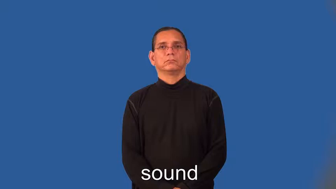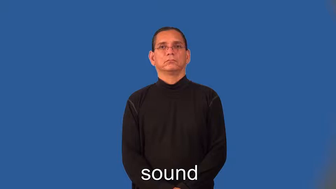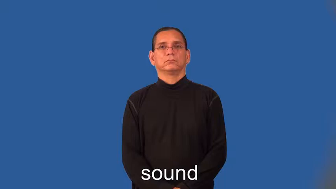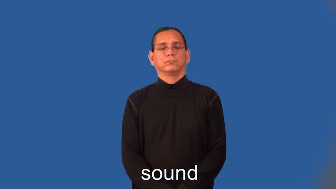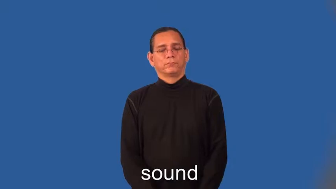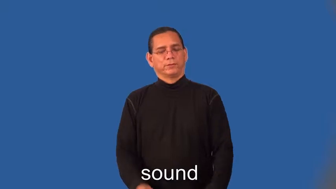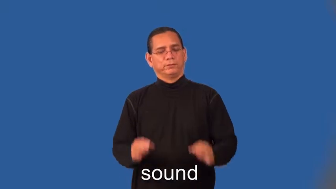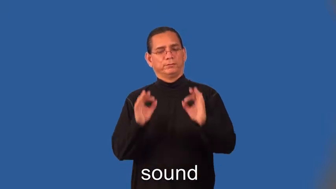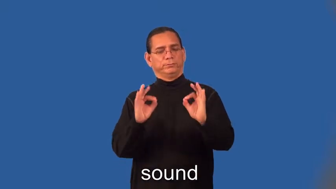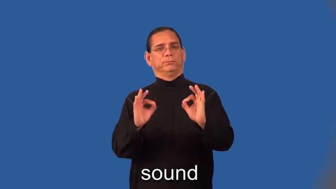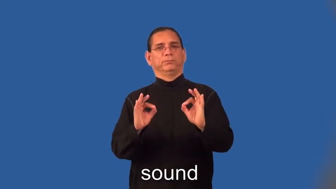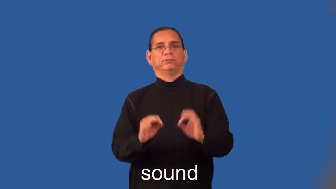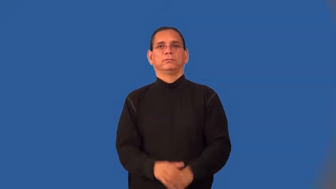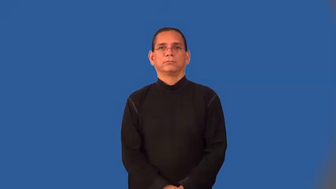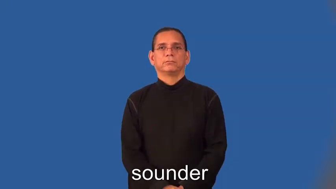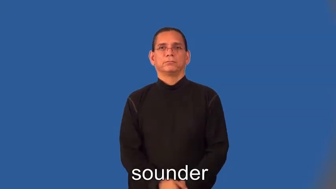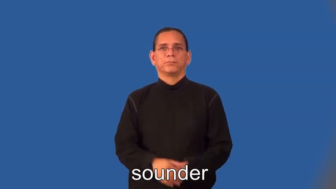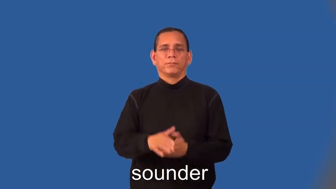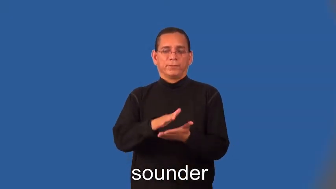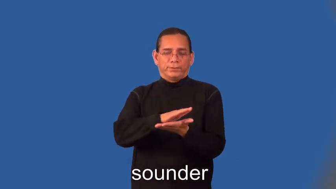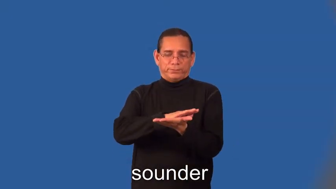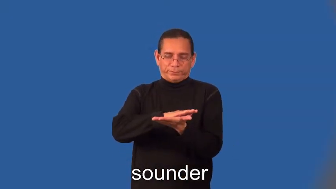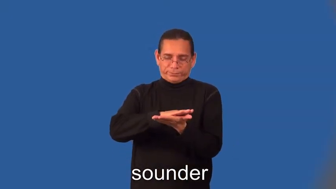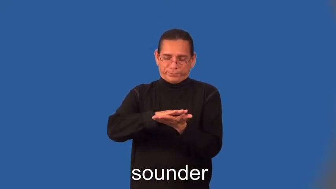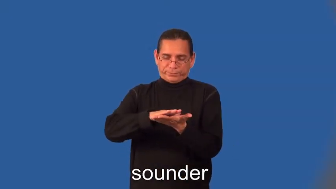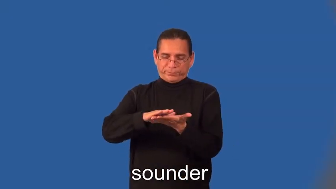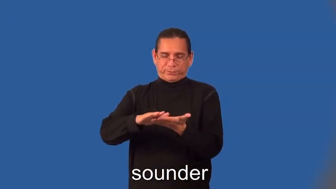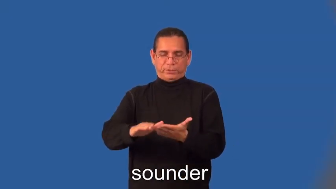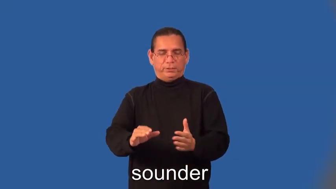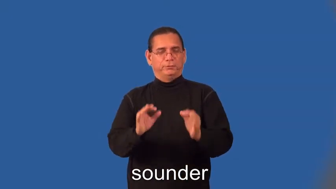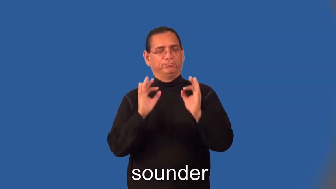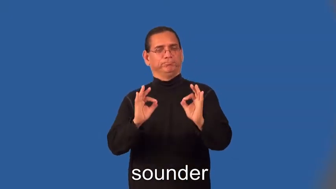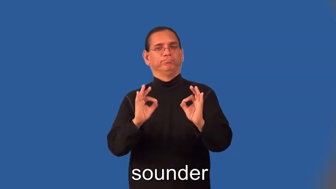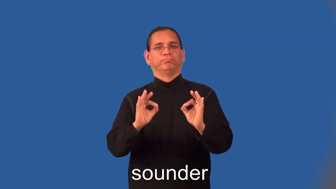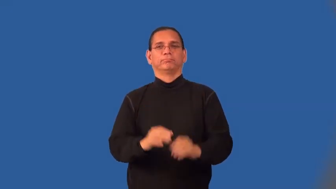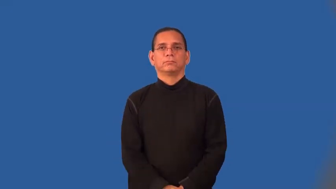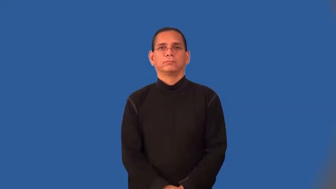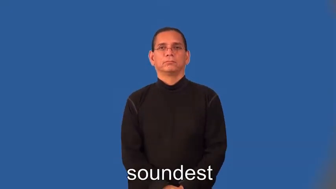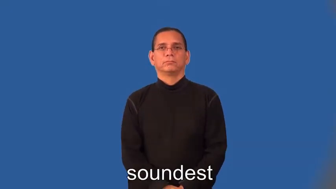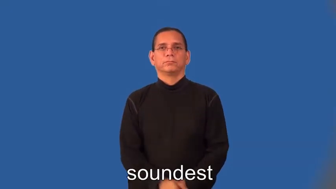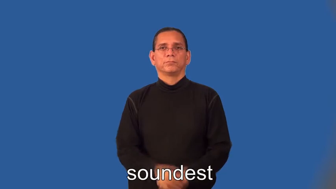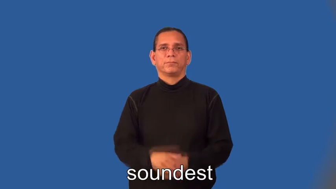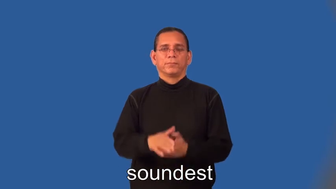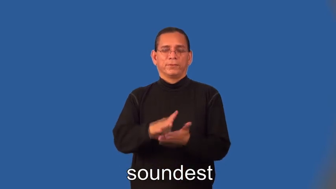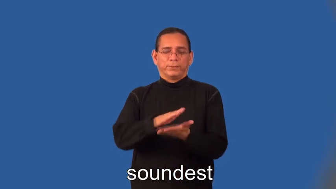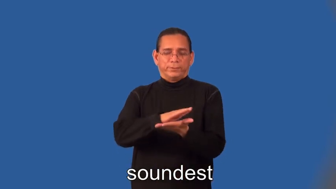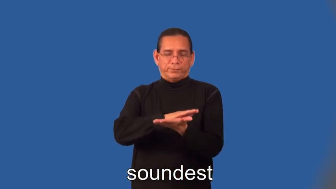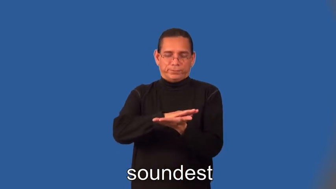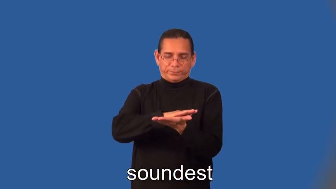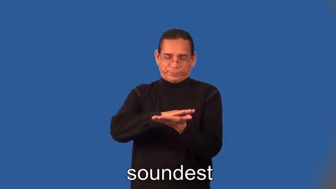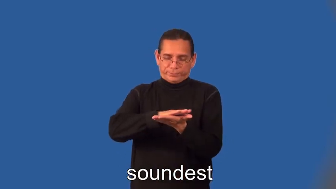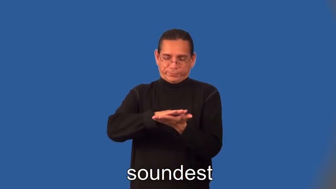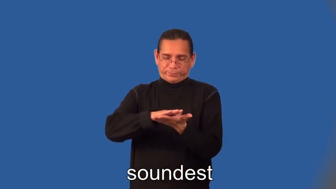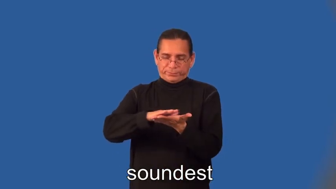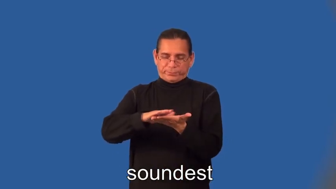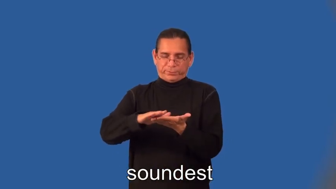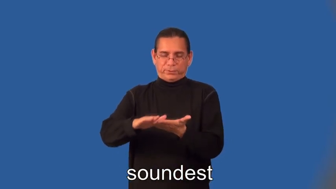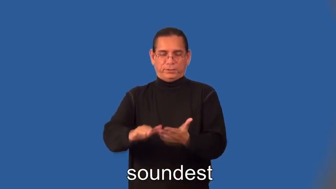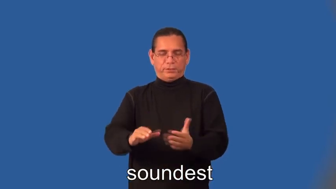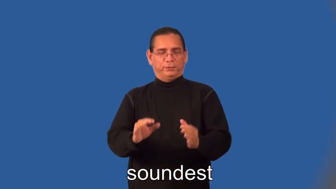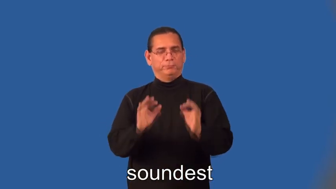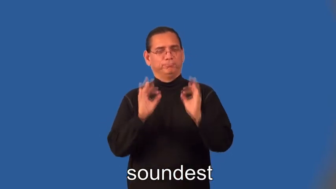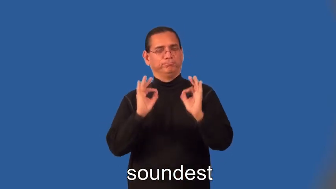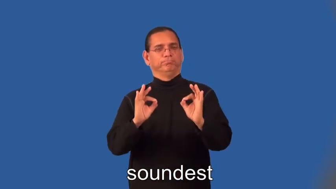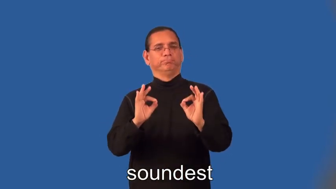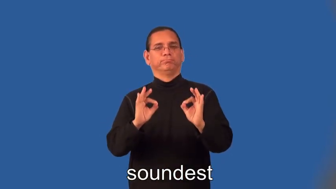sounder,soundest